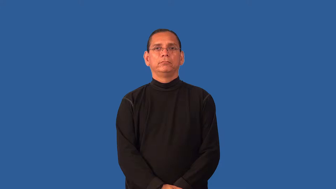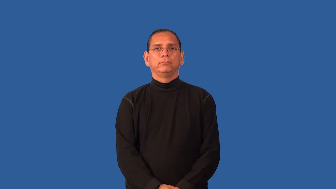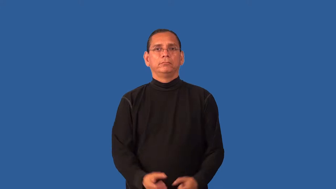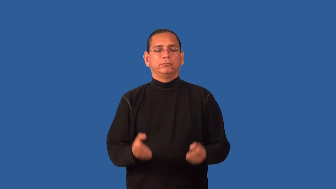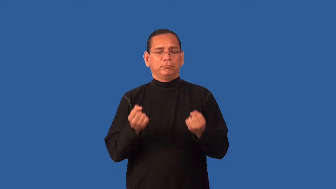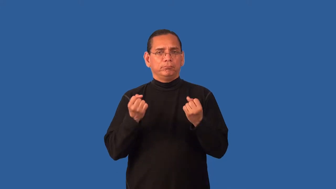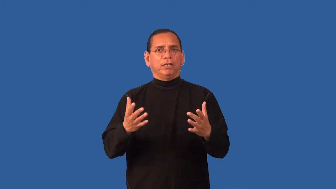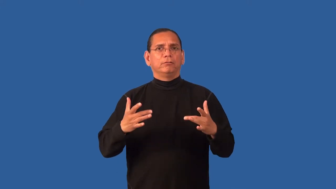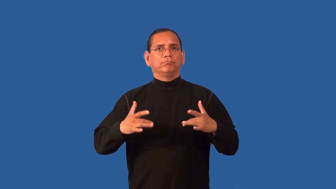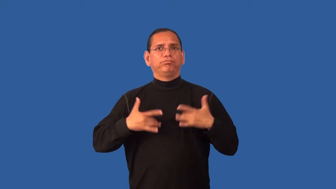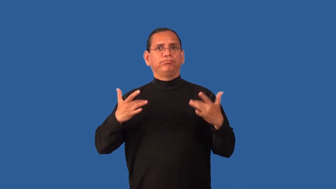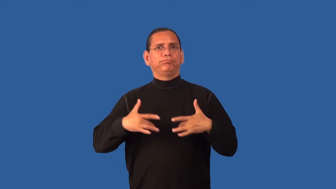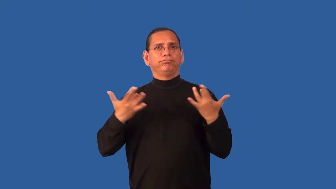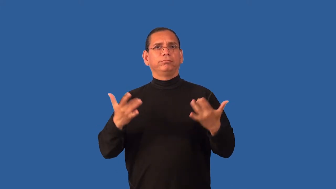eventful